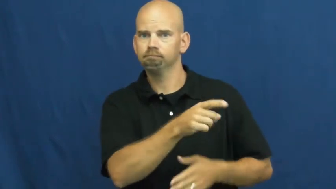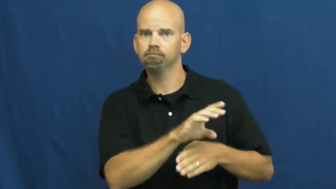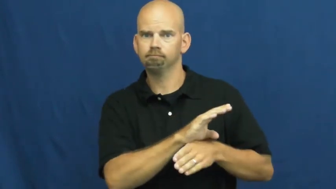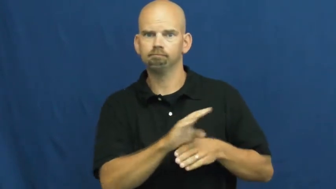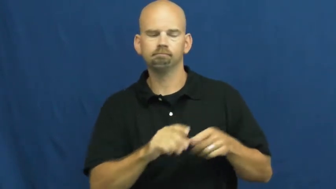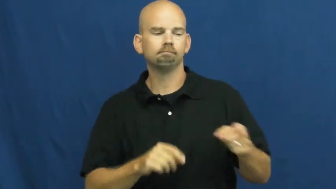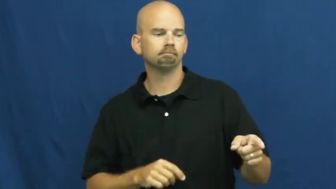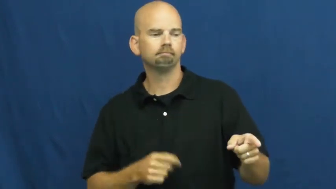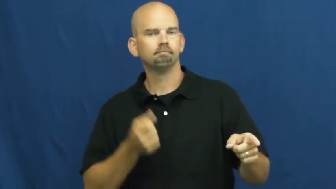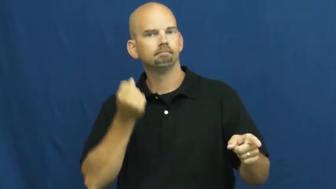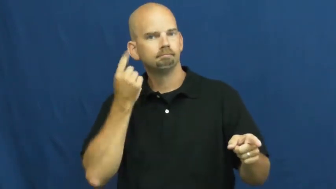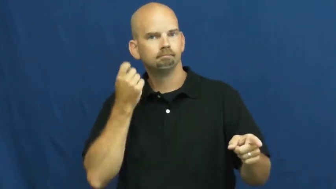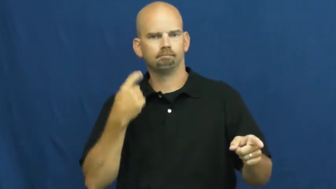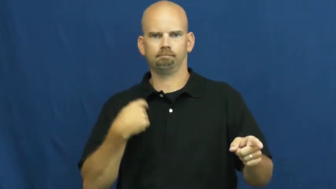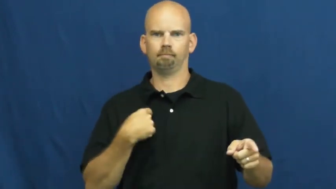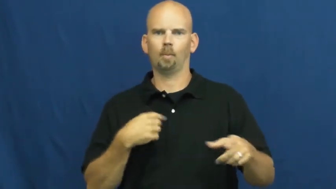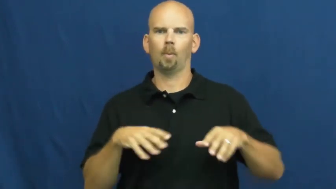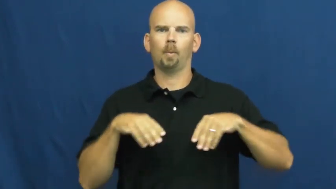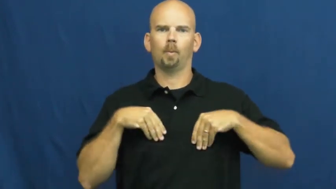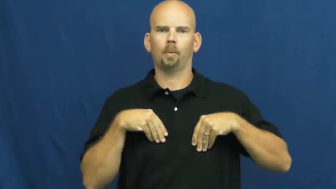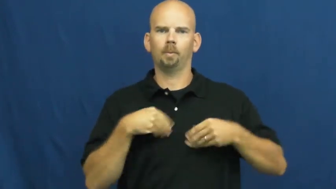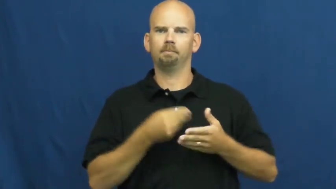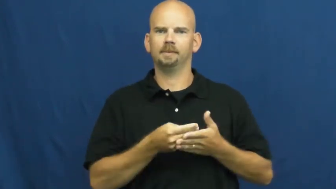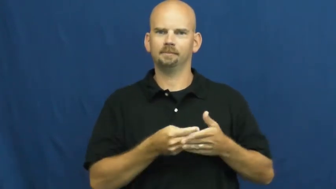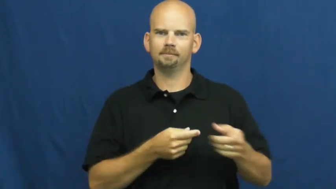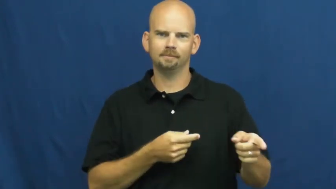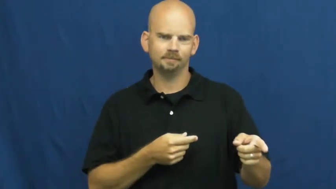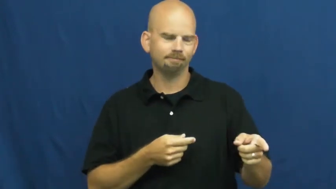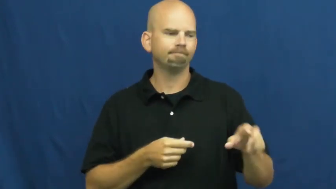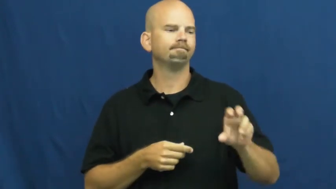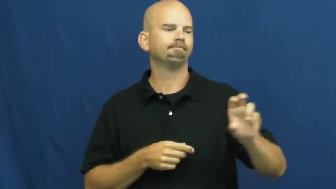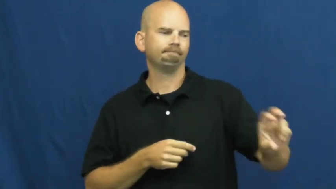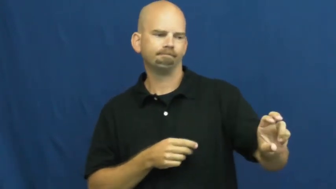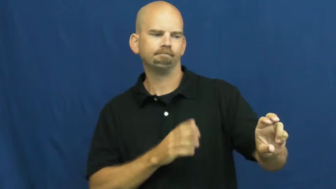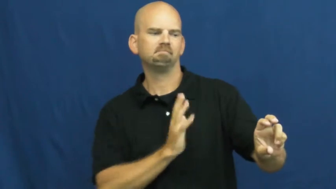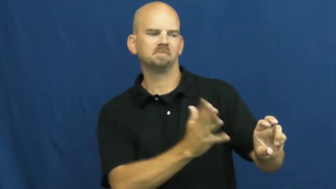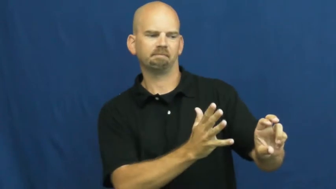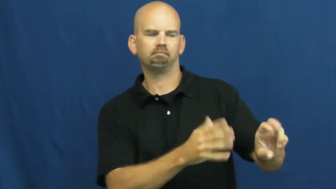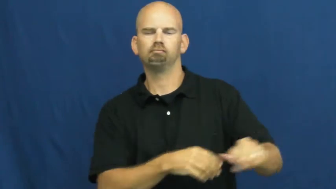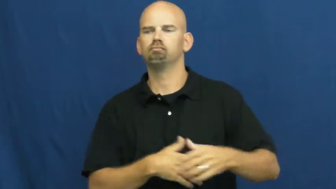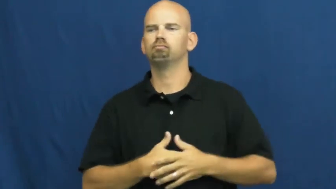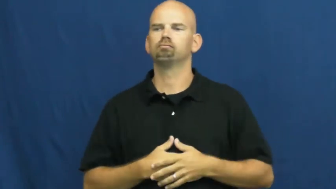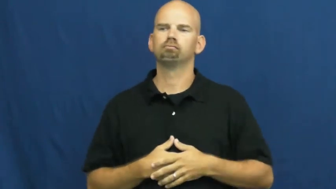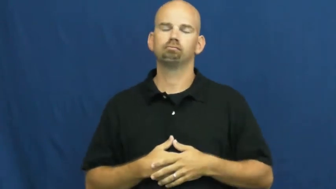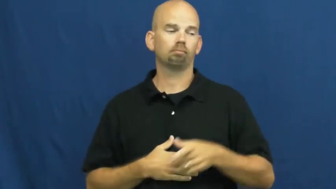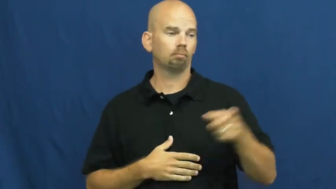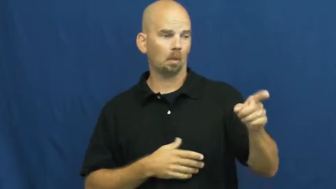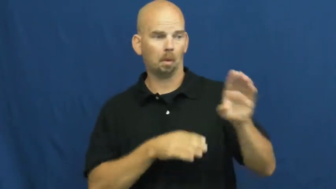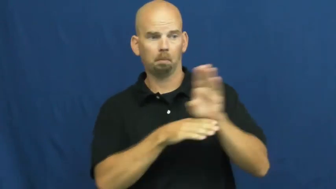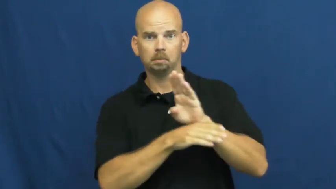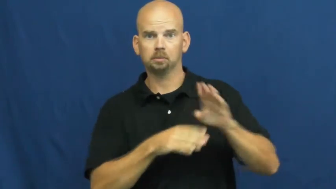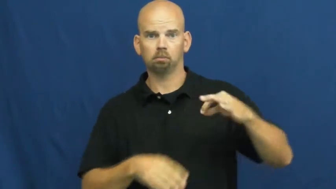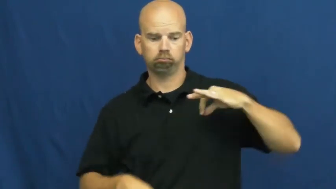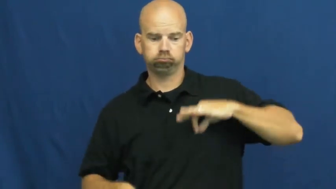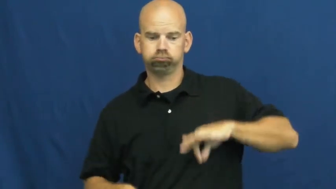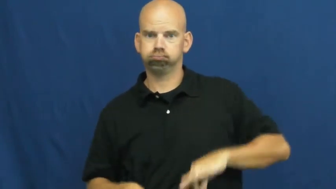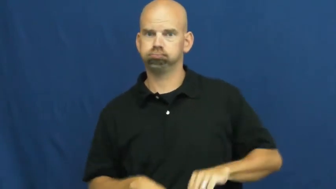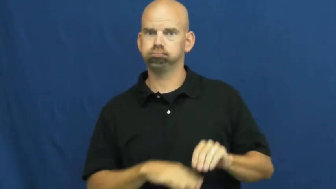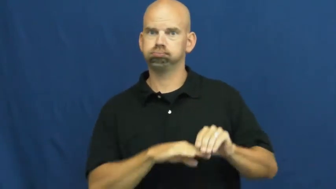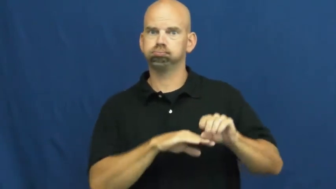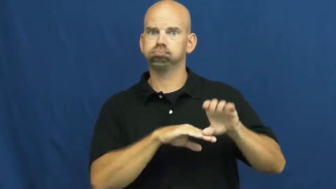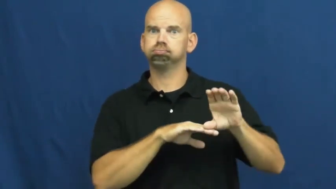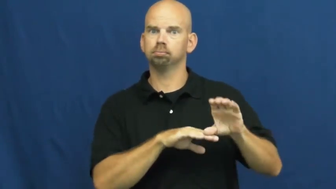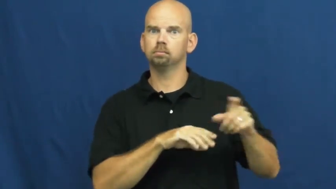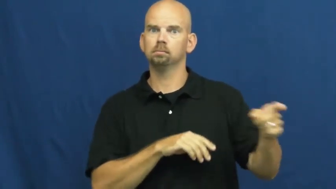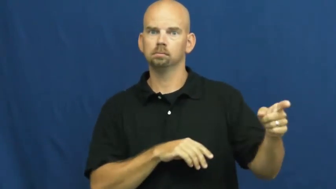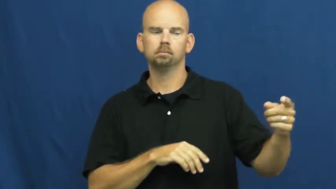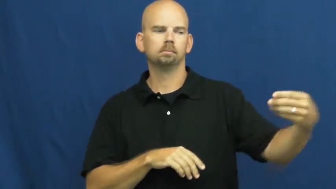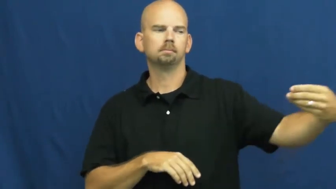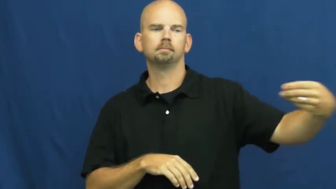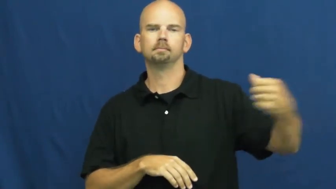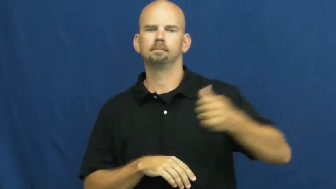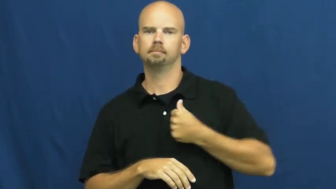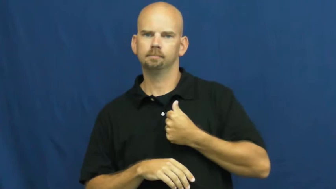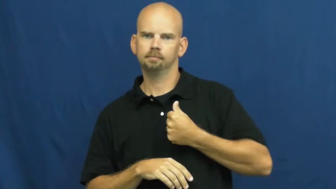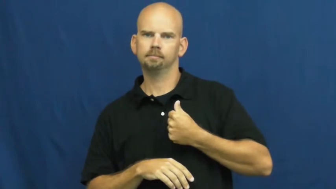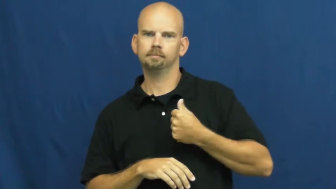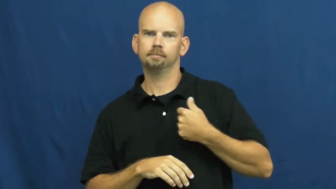stock,share,holding-business